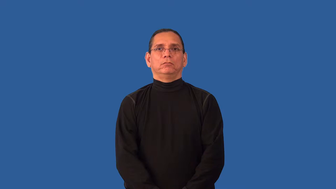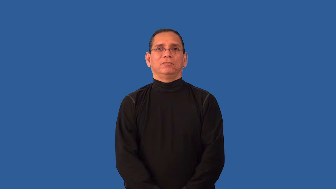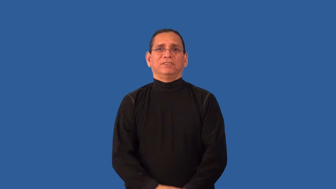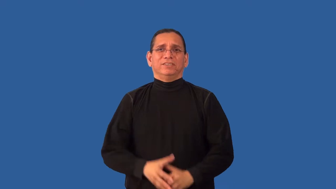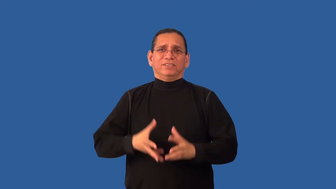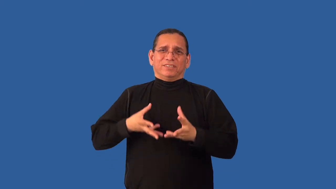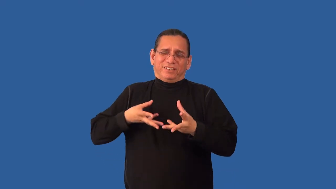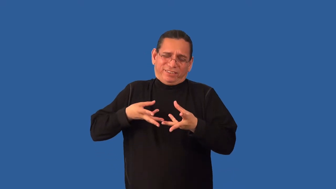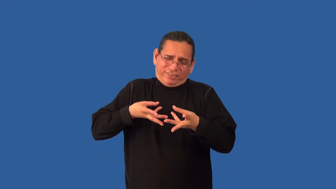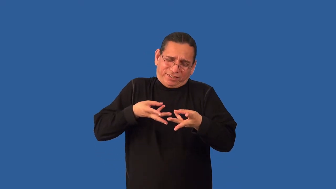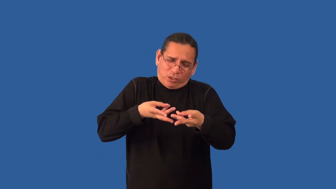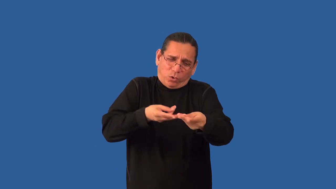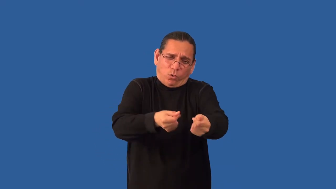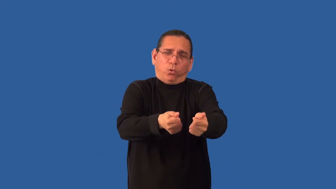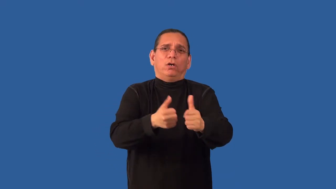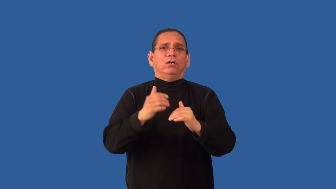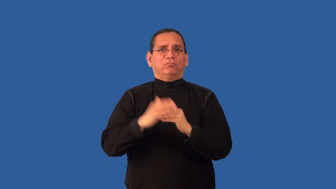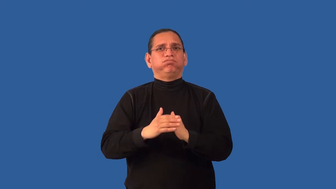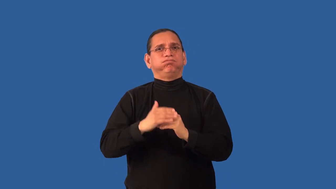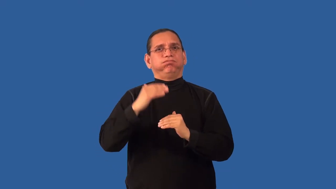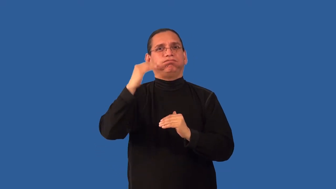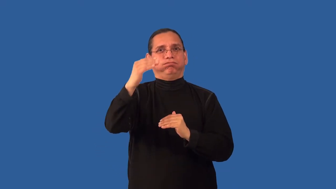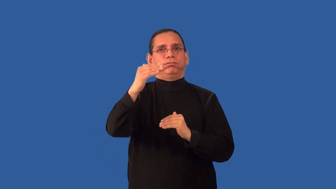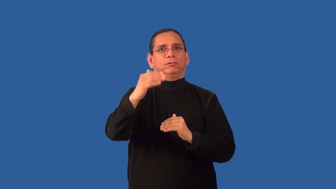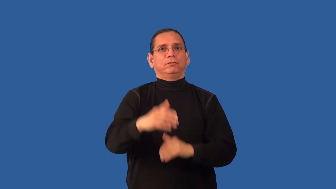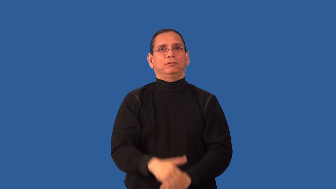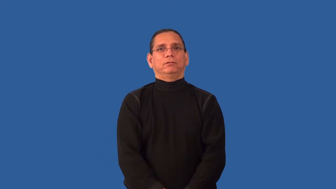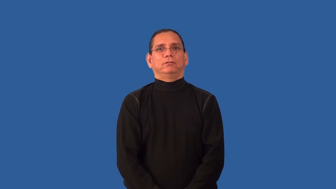overspend,overshoot